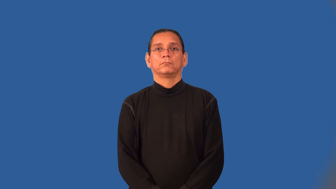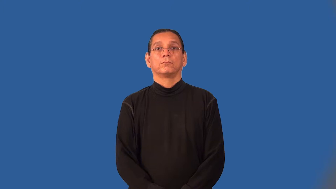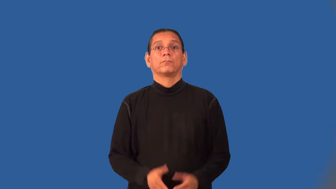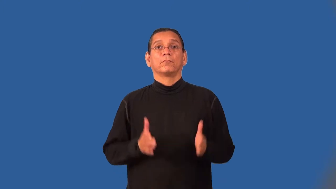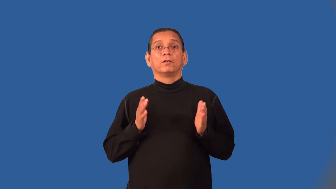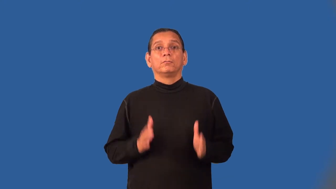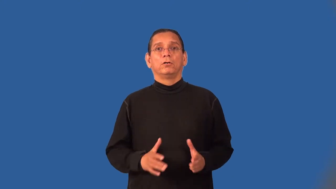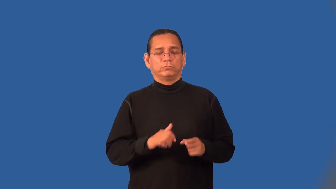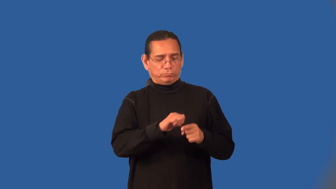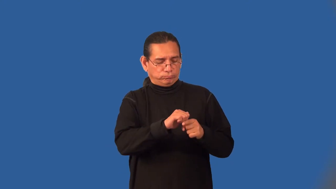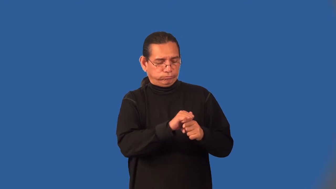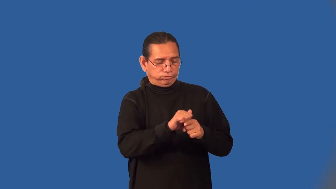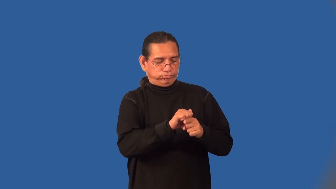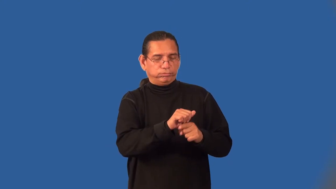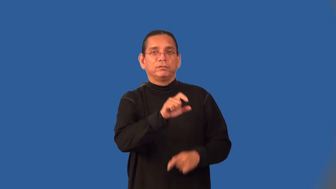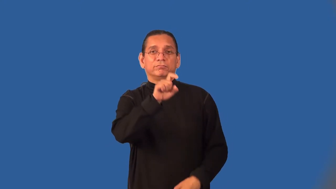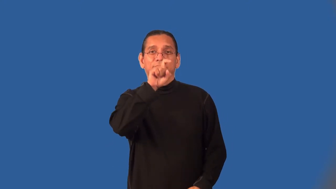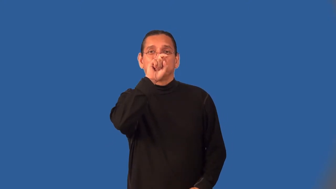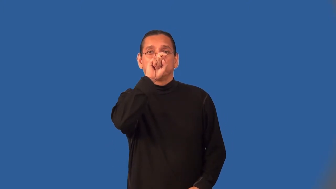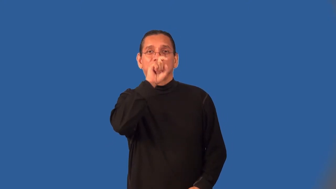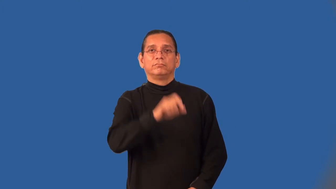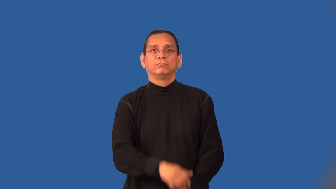falconer